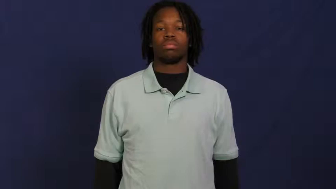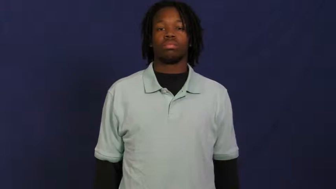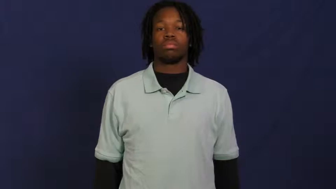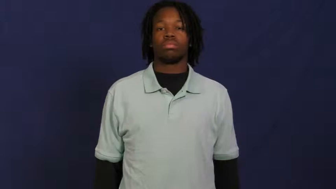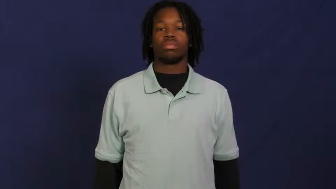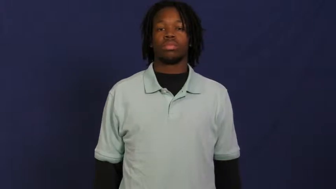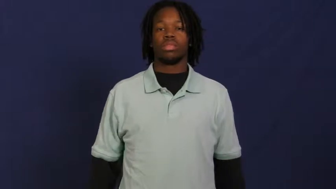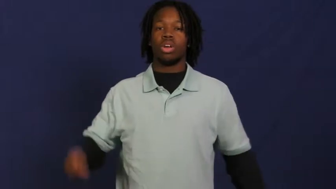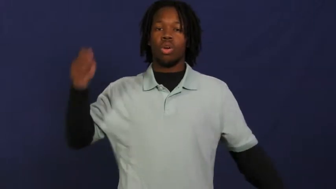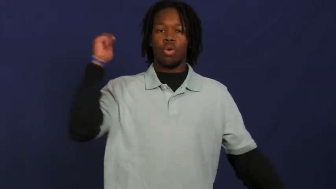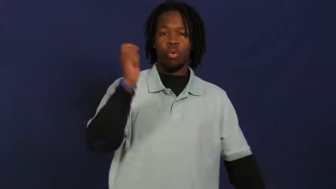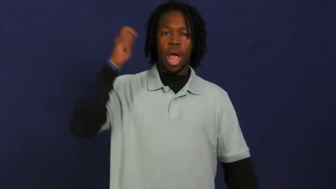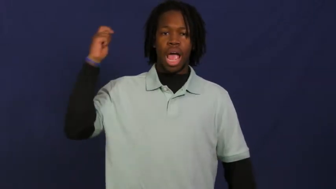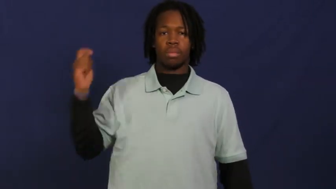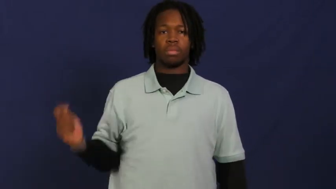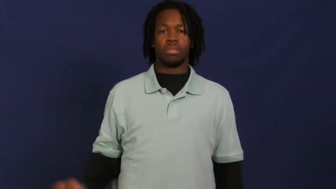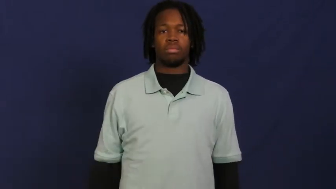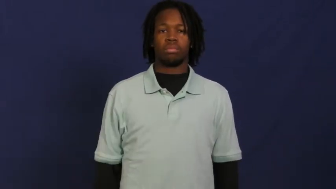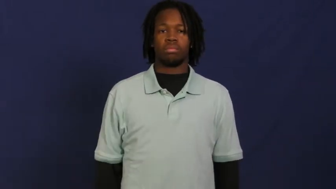whip,bullwhip,lash,flagellate,flay,flog,horsewhip,quirt,birch,crack